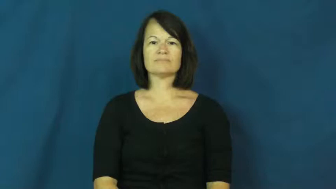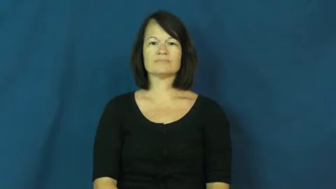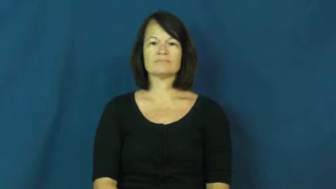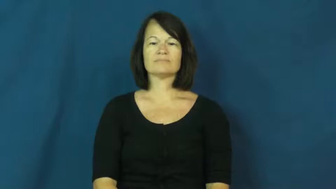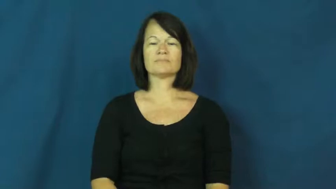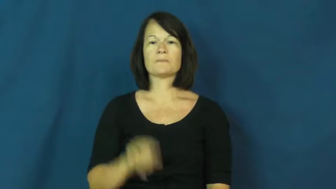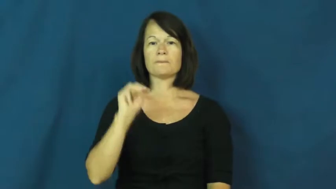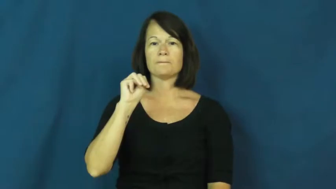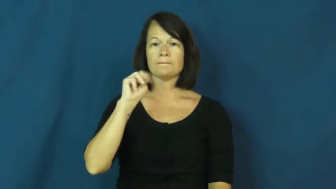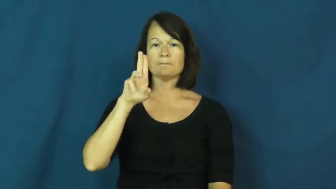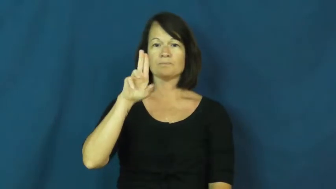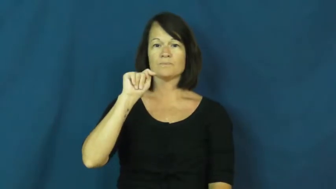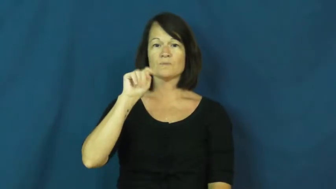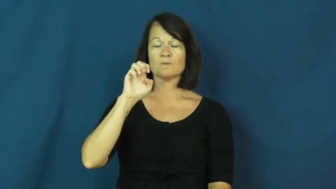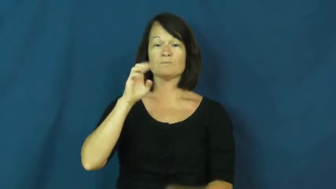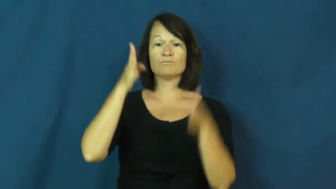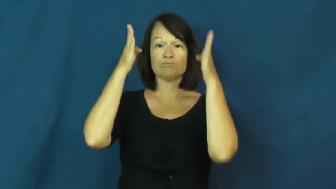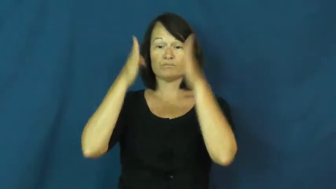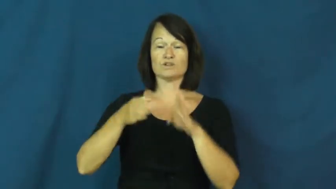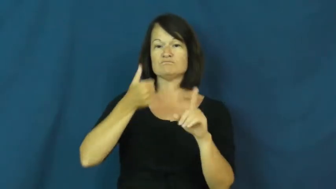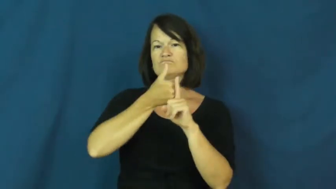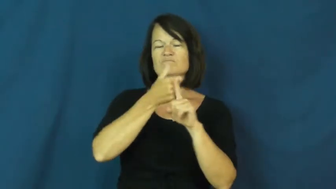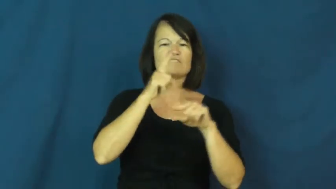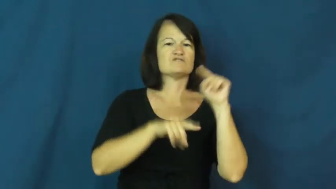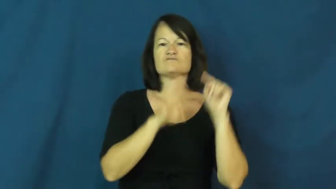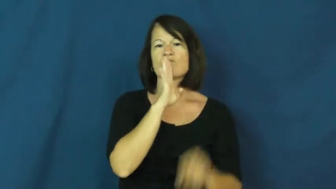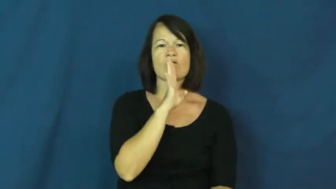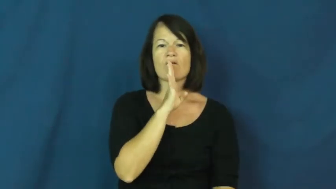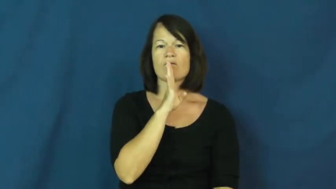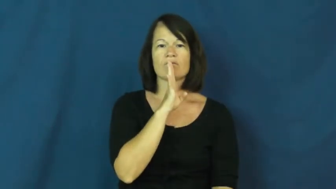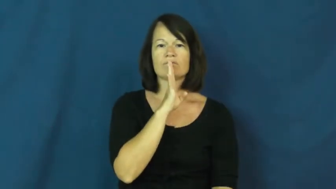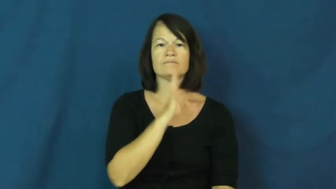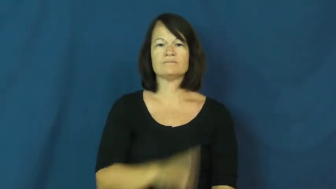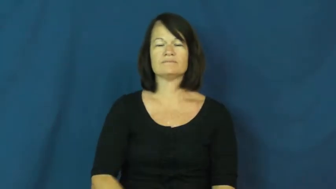mute-noun